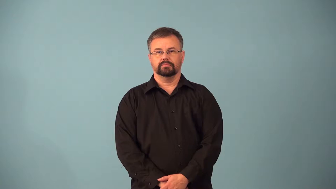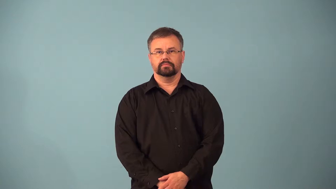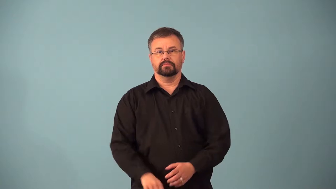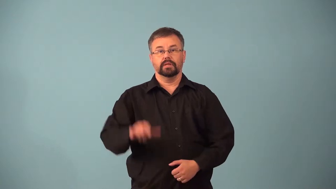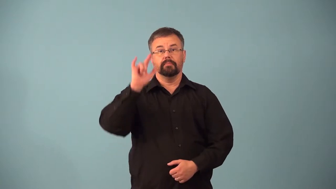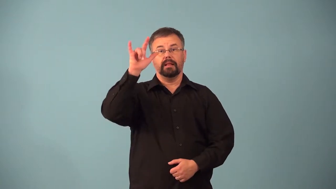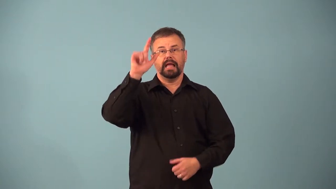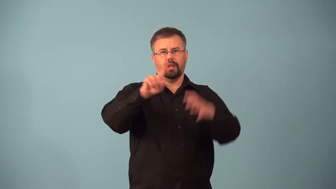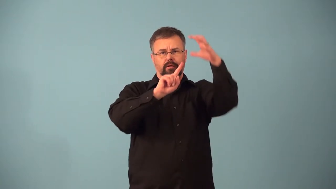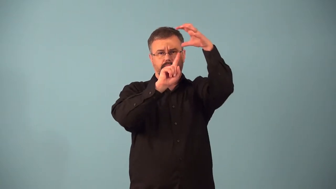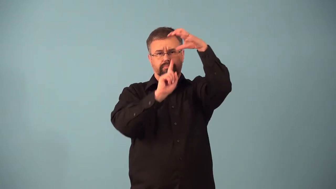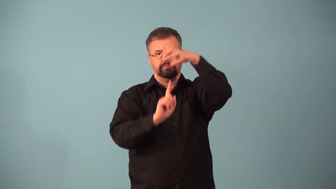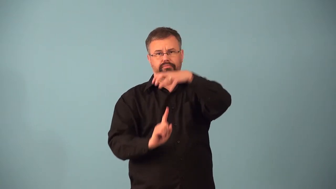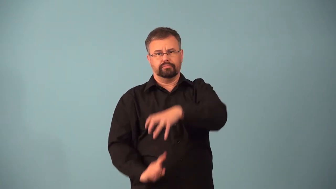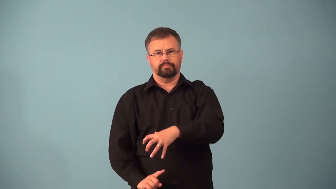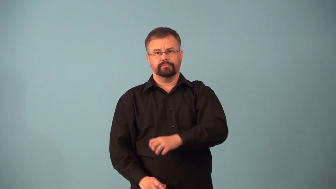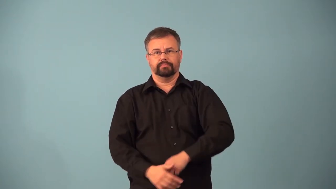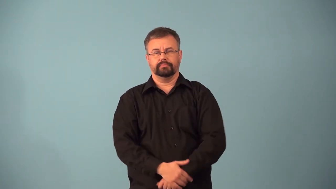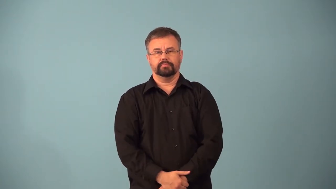airdrop